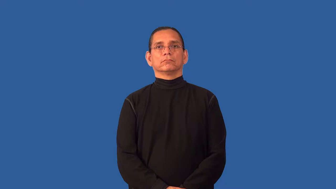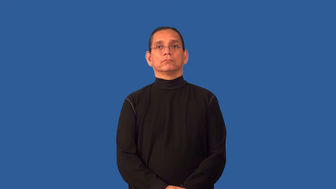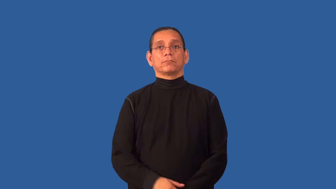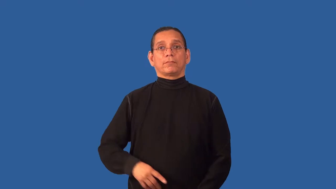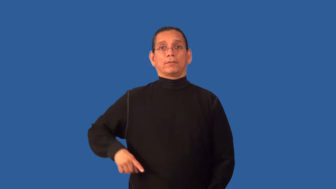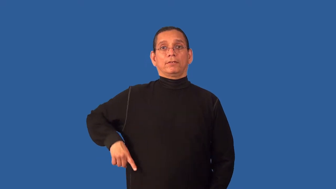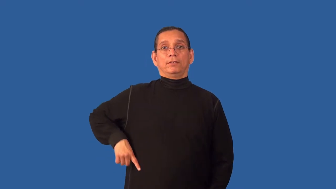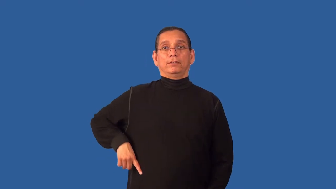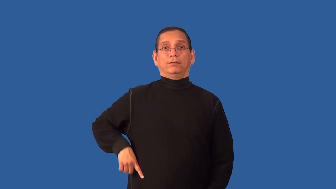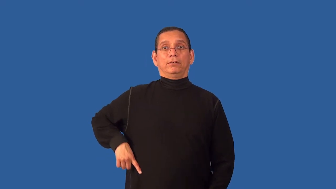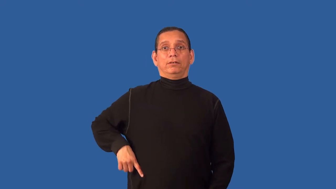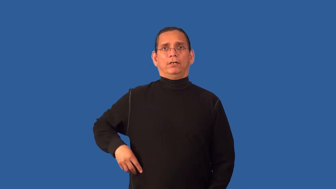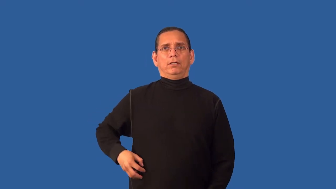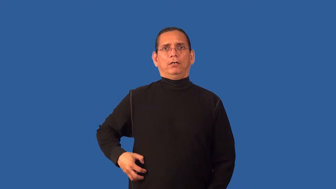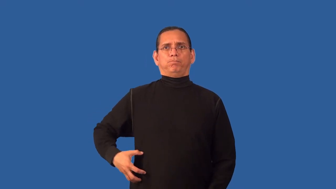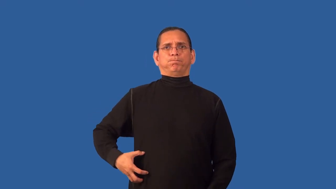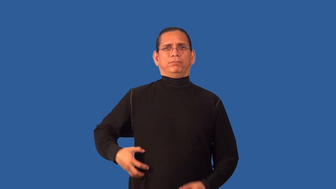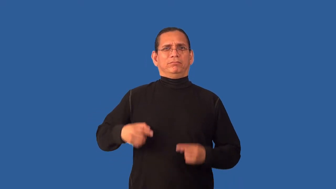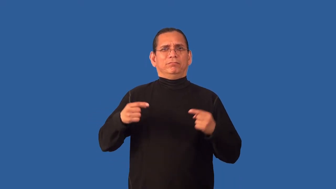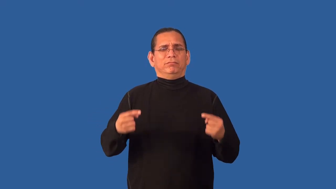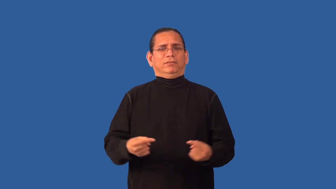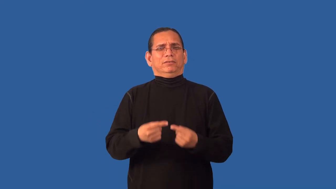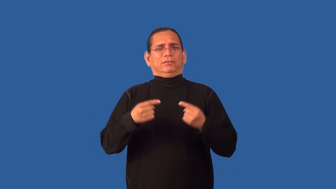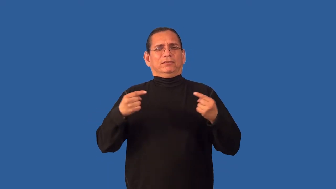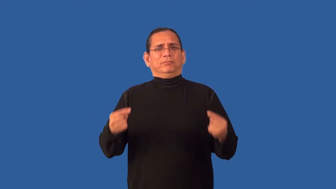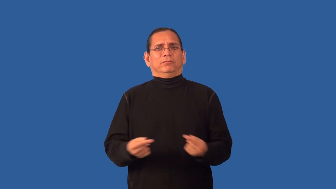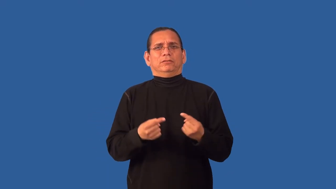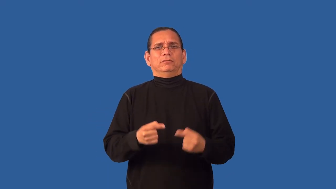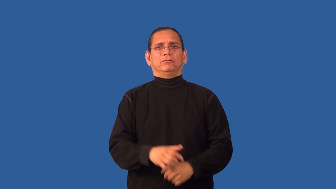appendicitis